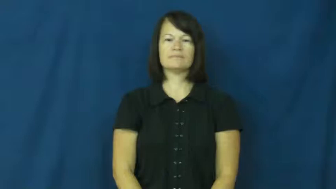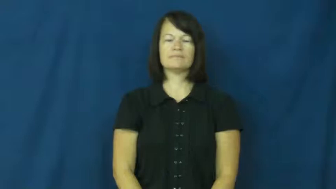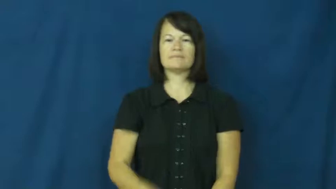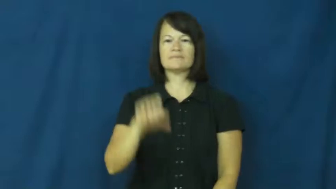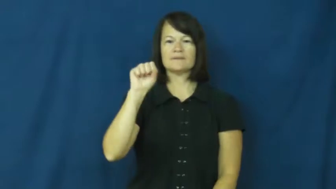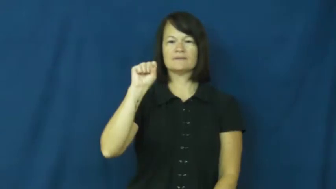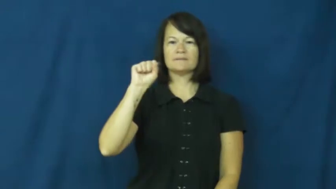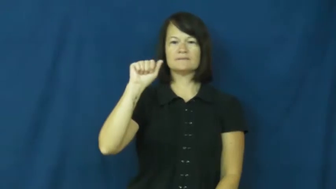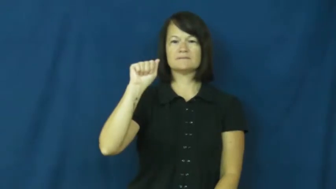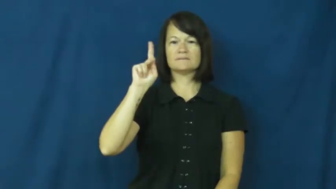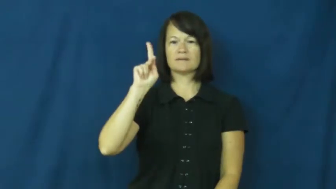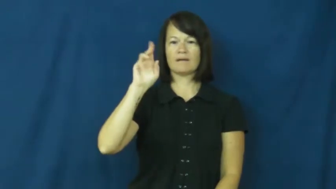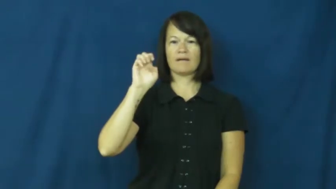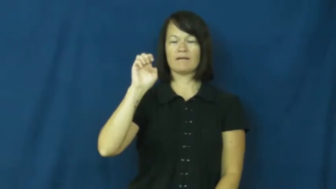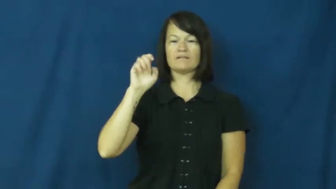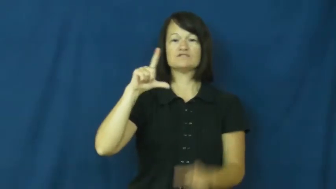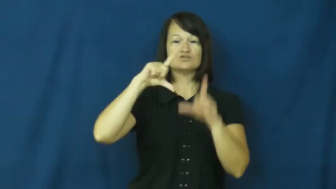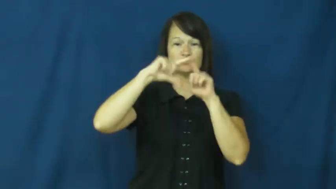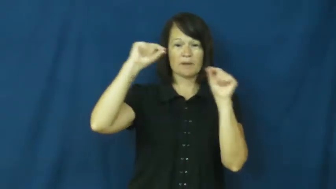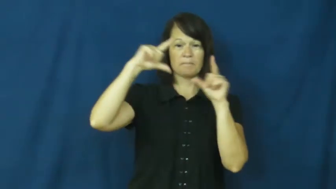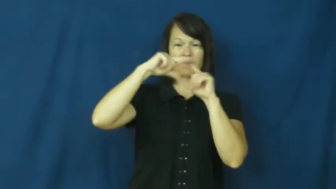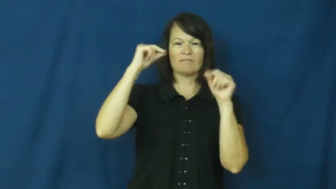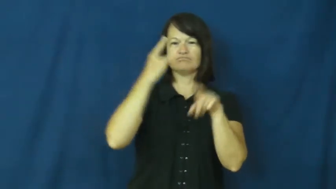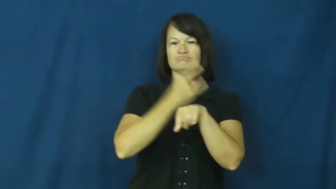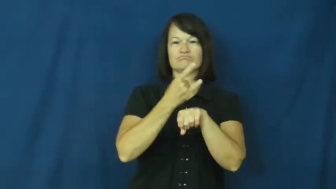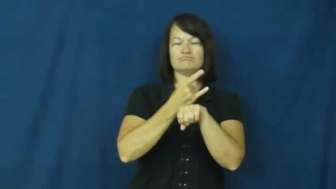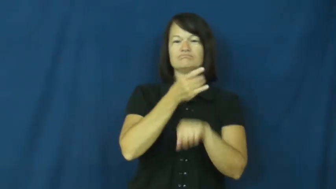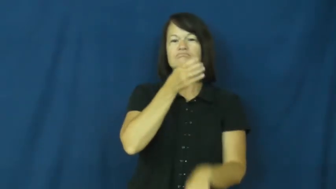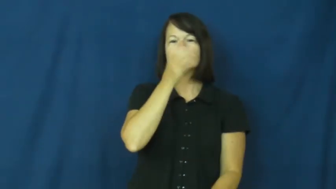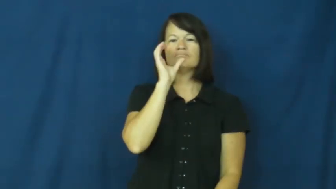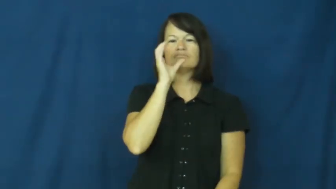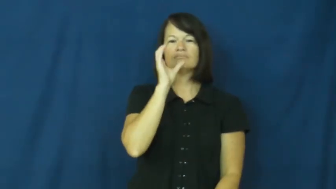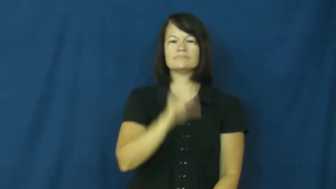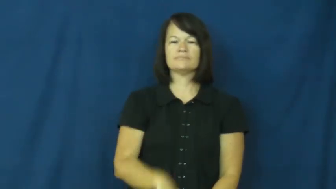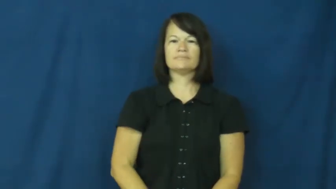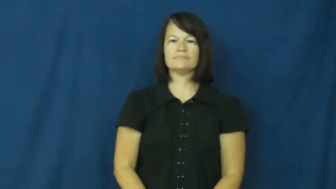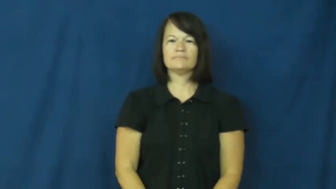sake-drink